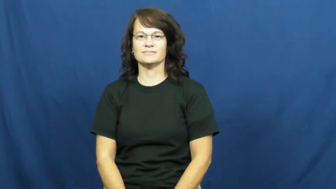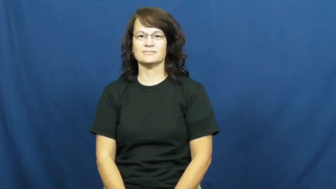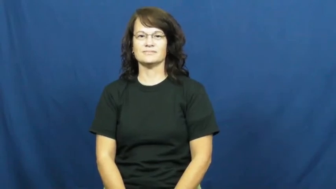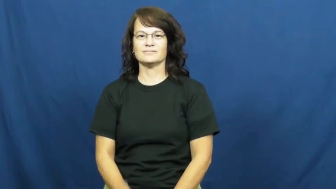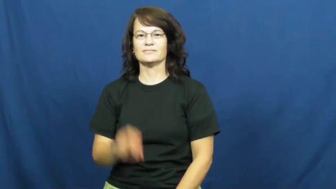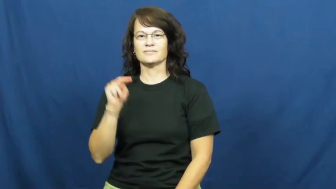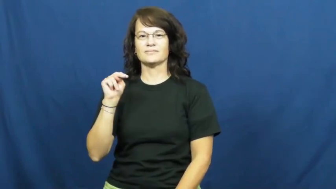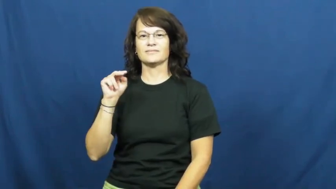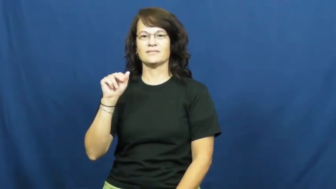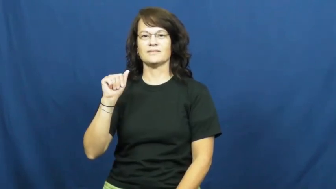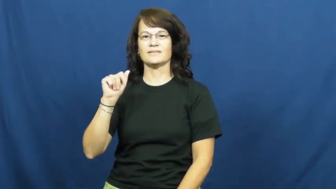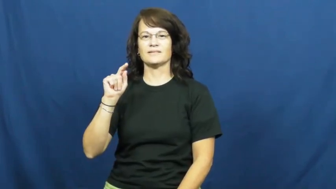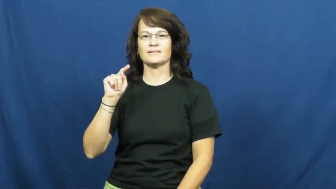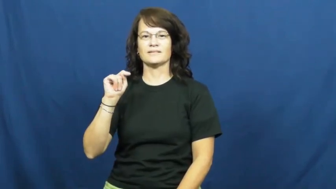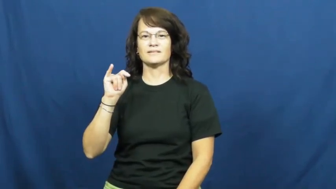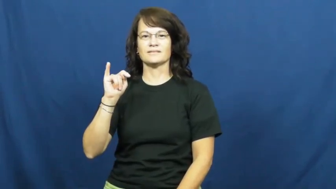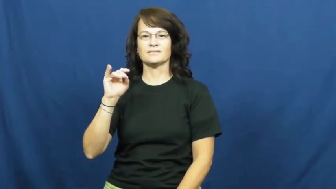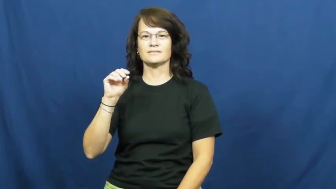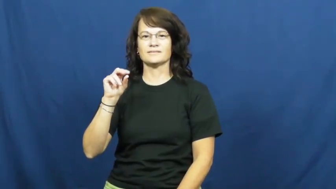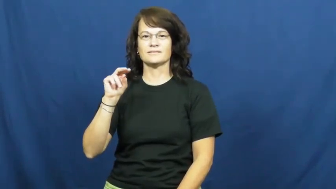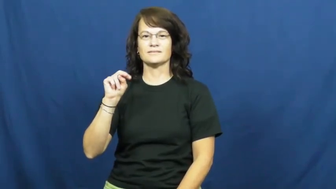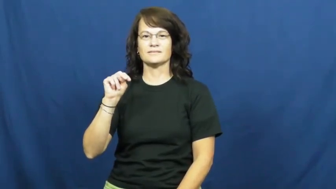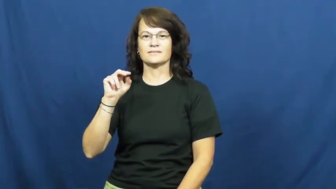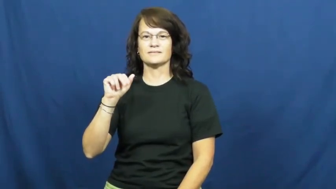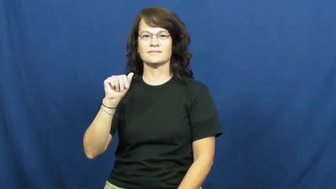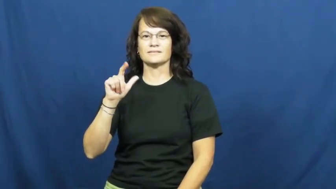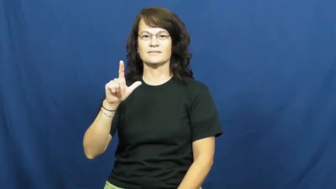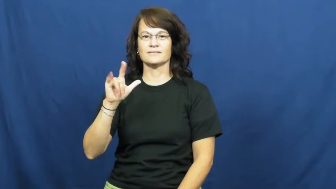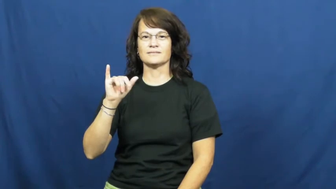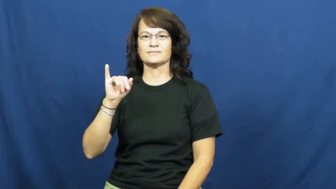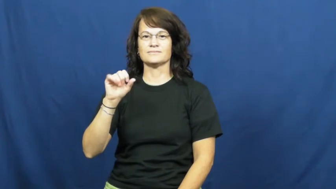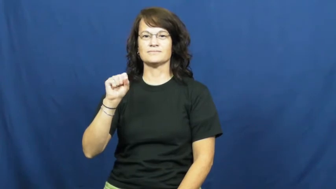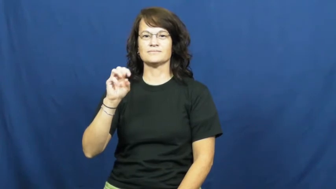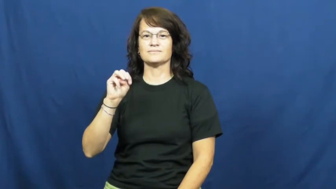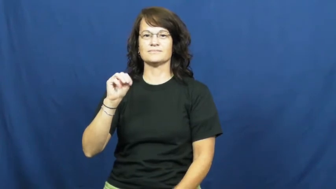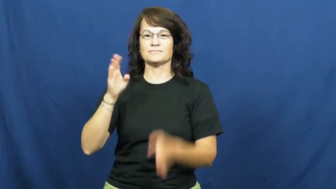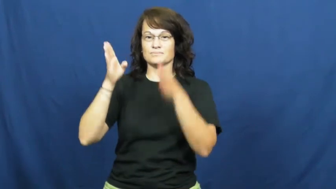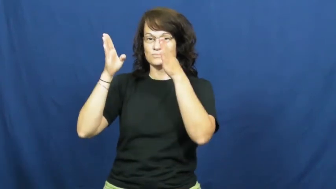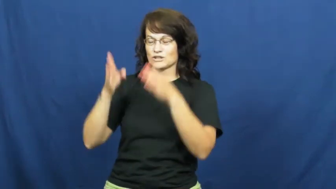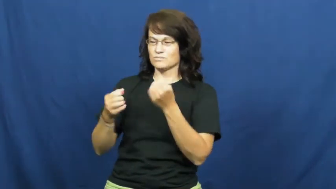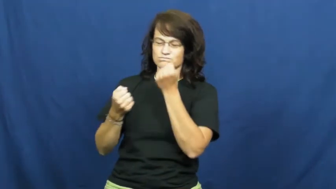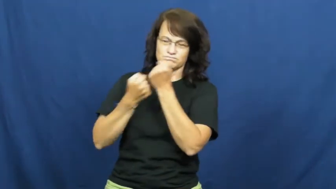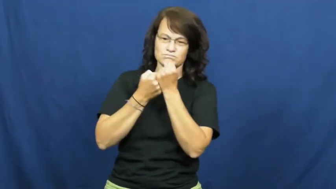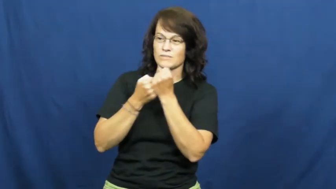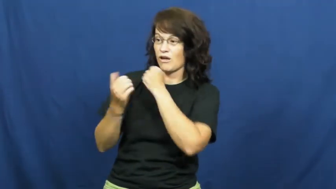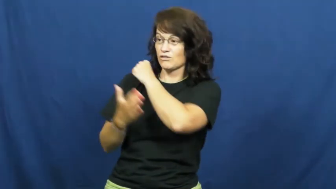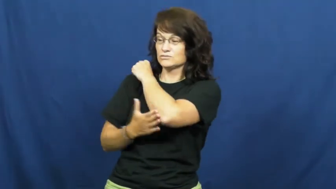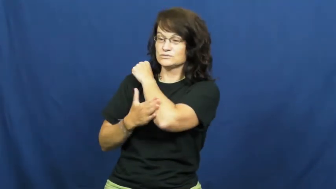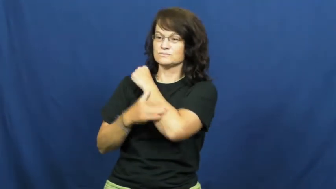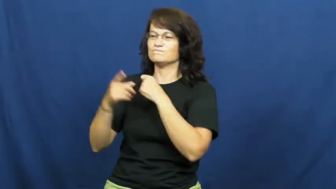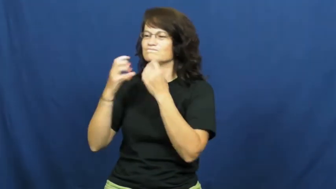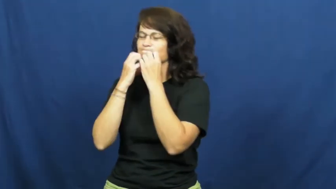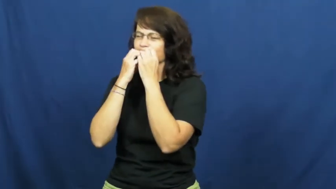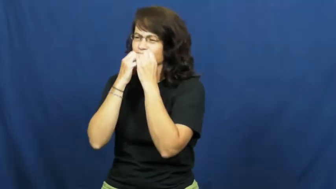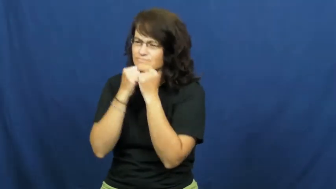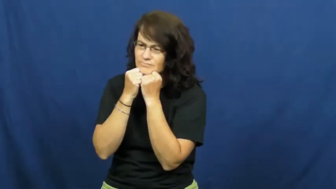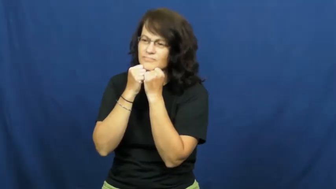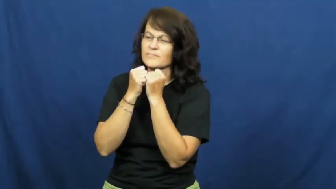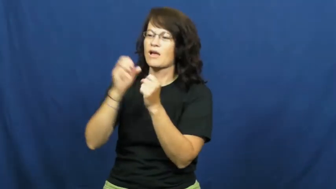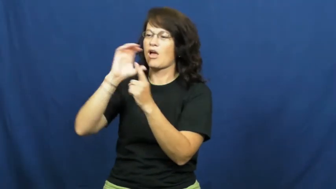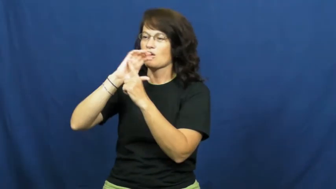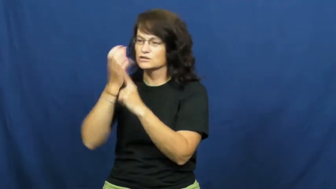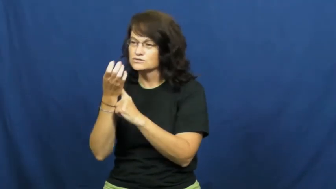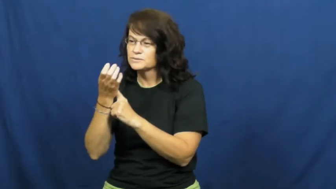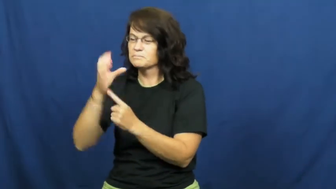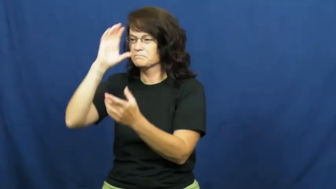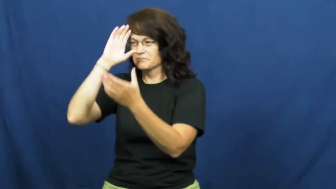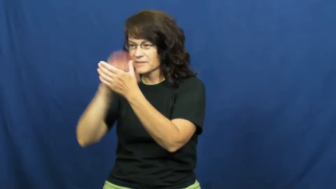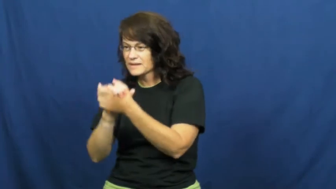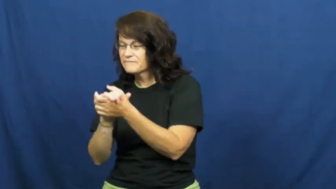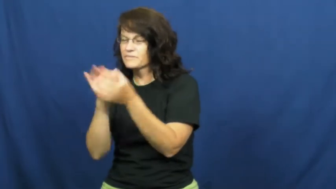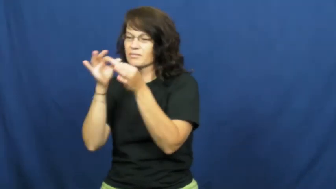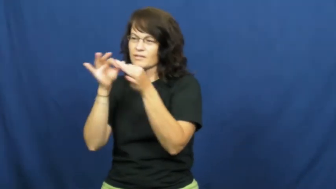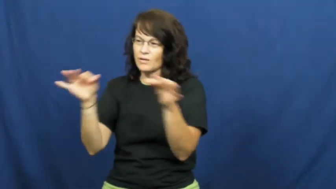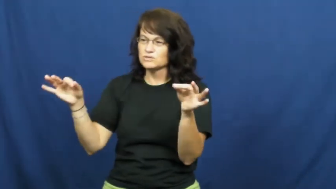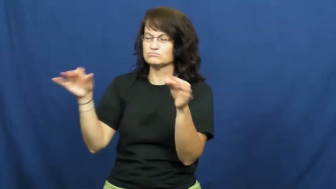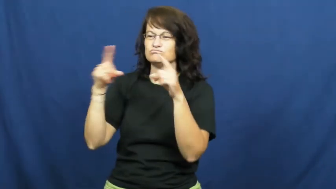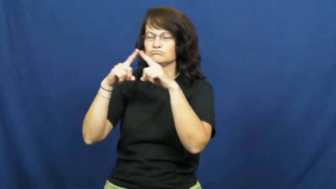nationalism